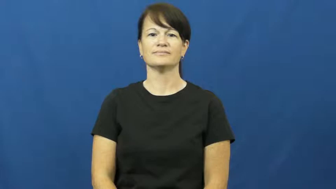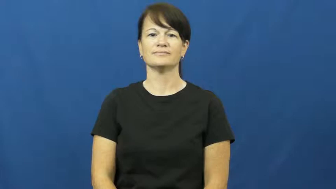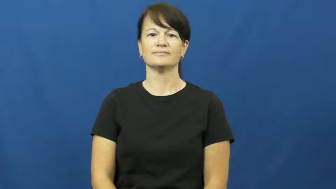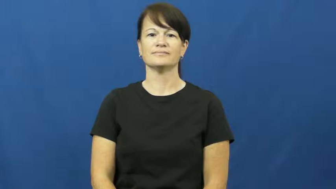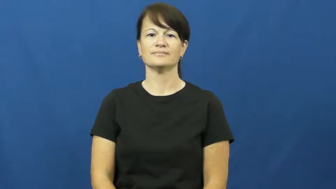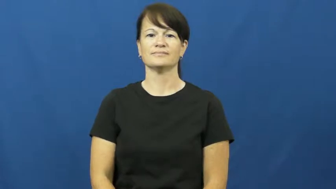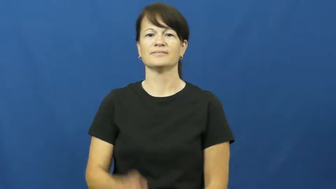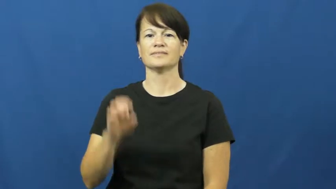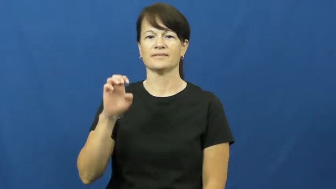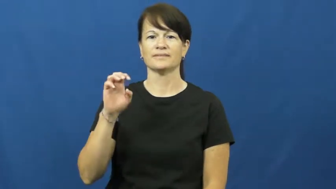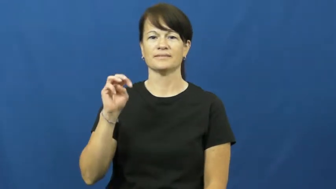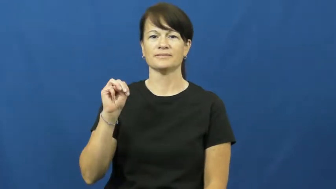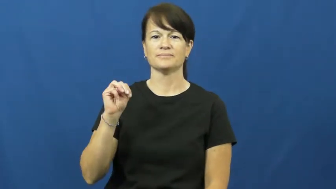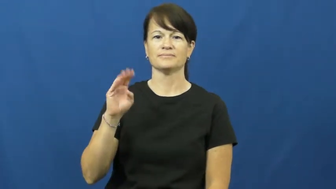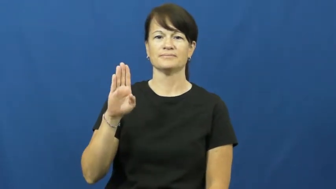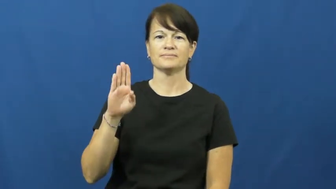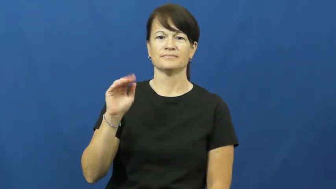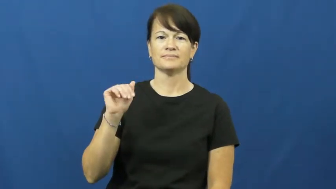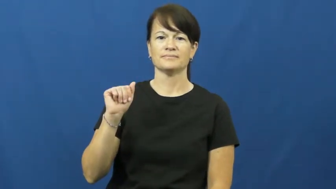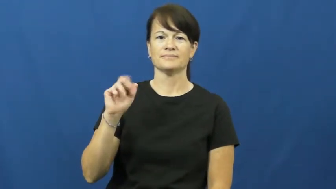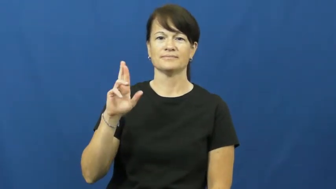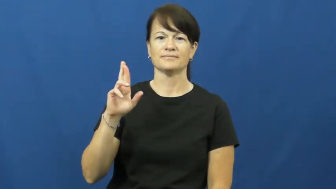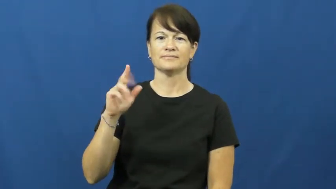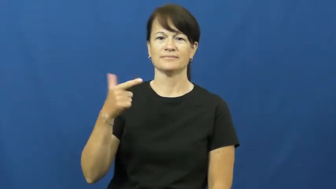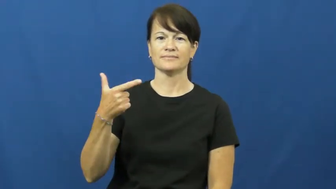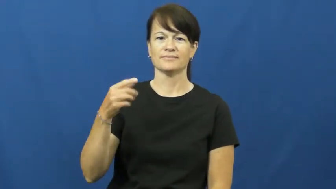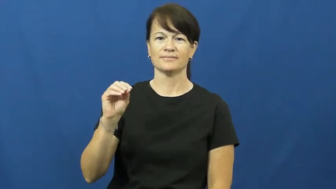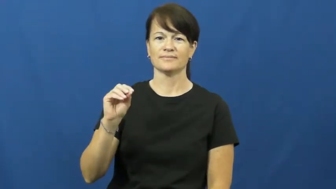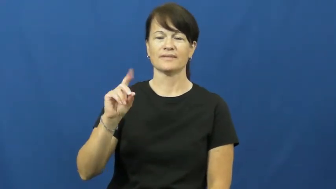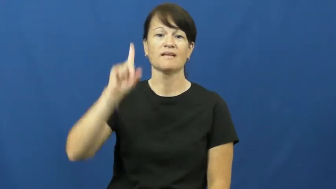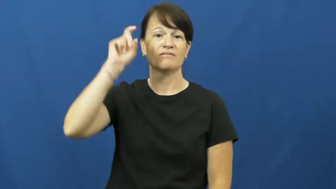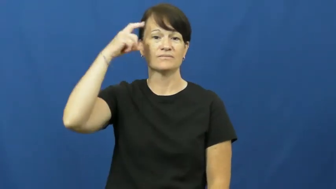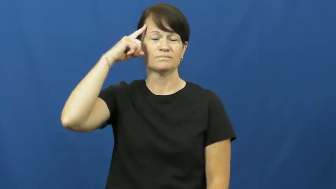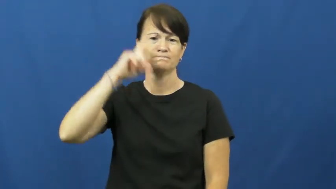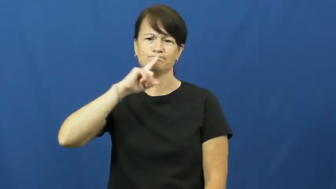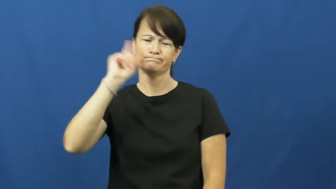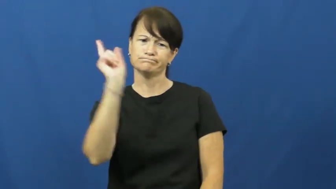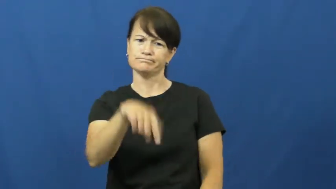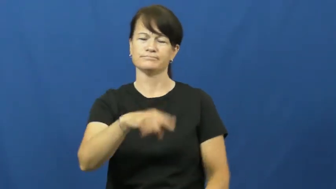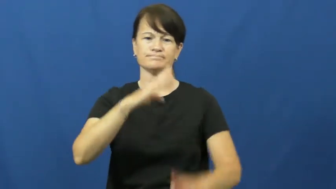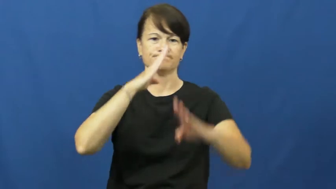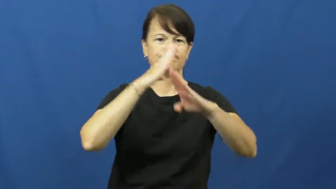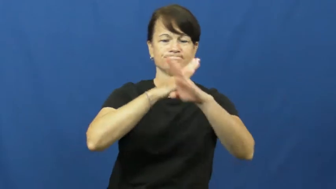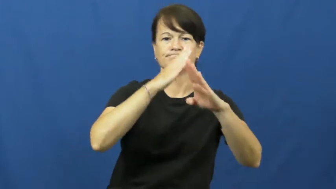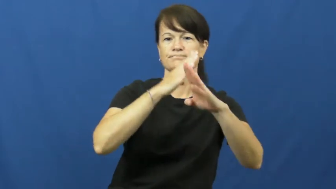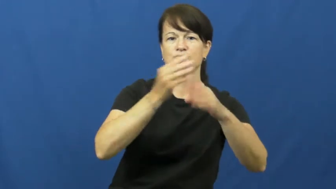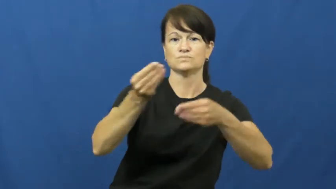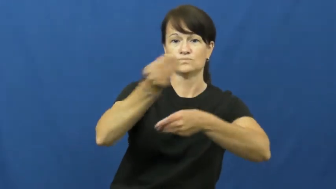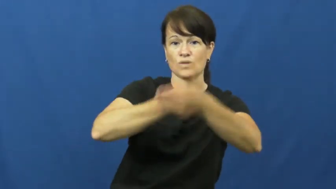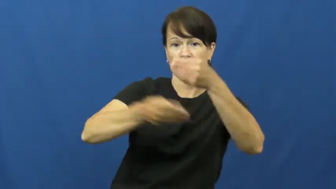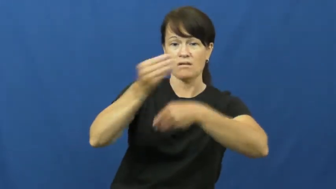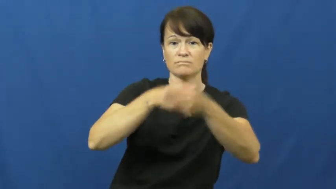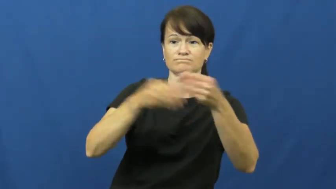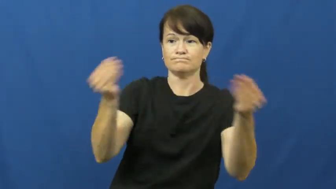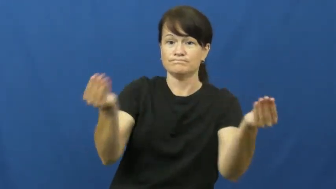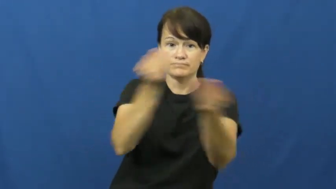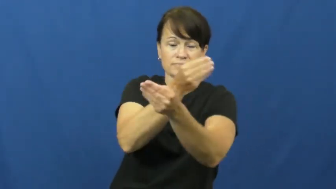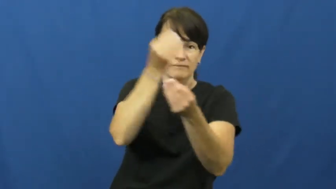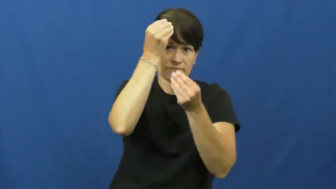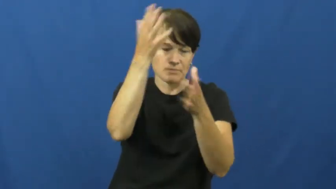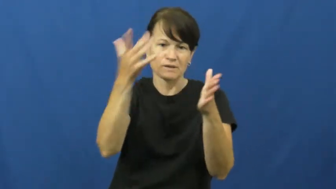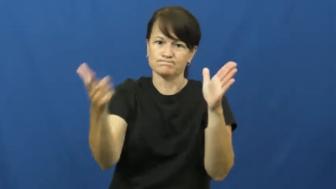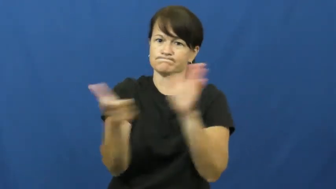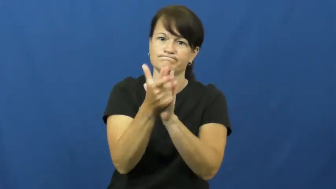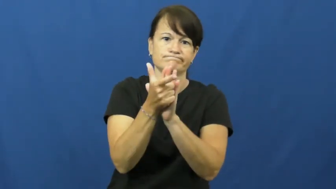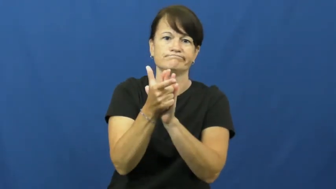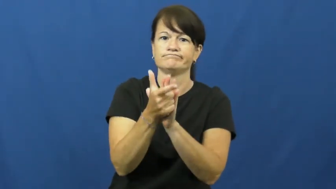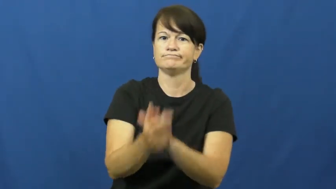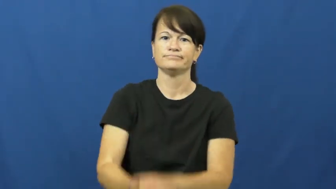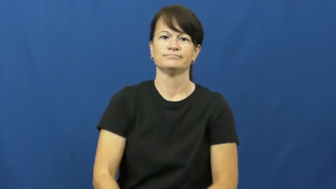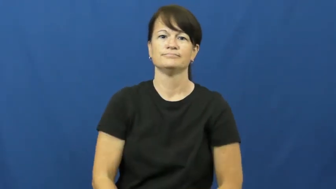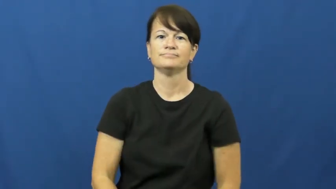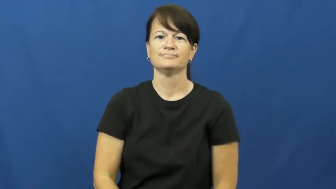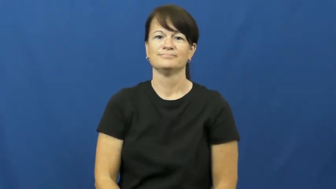embargo